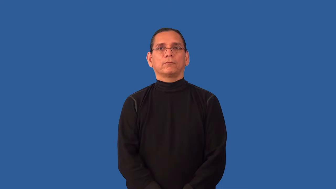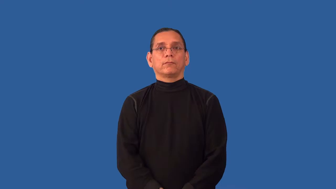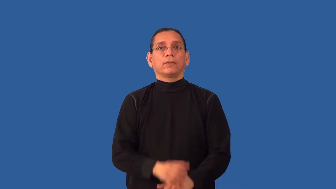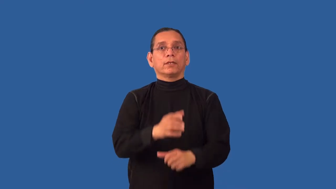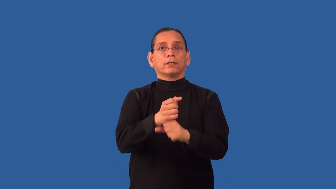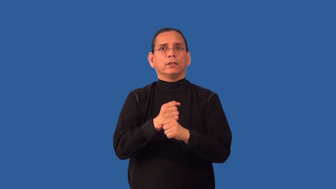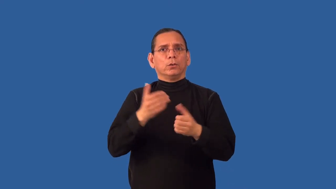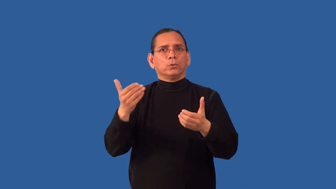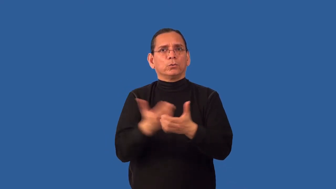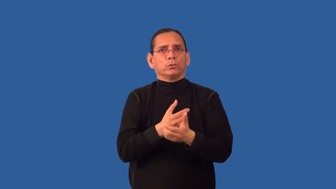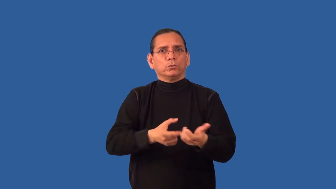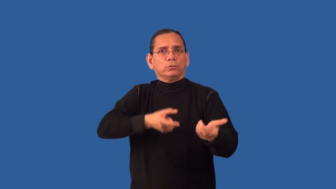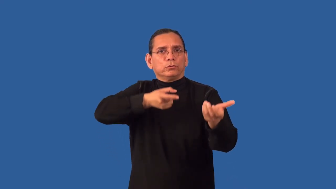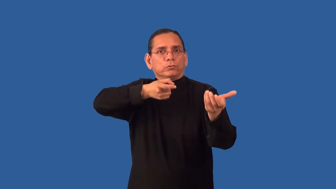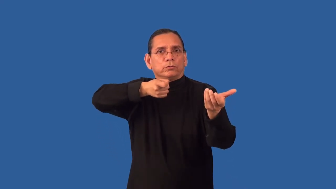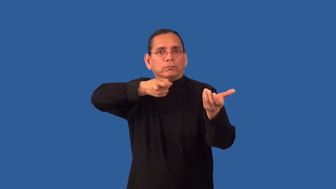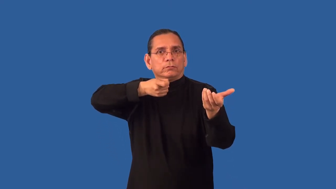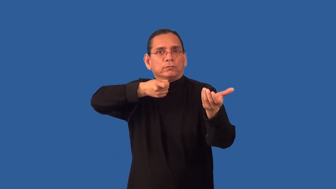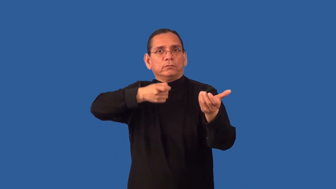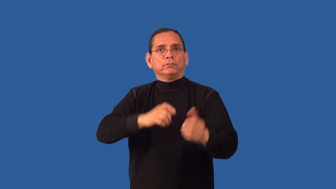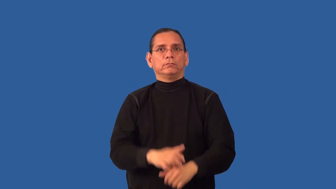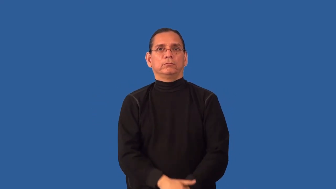rearm-get gun